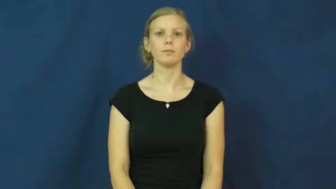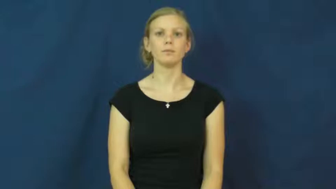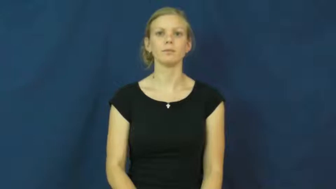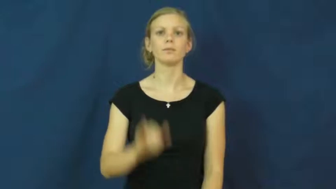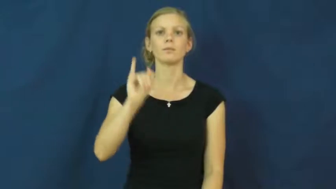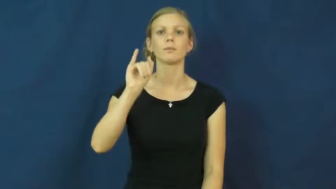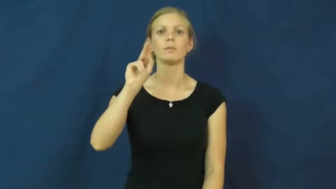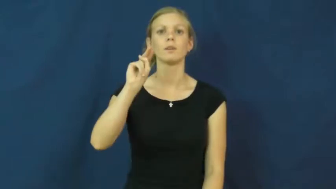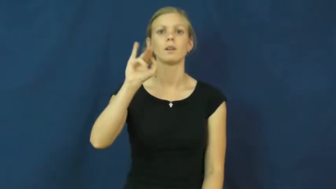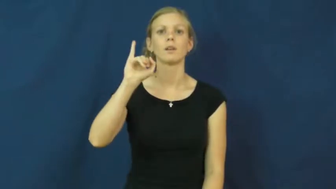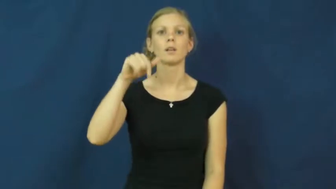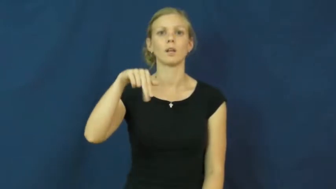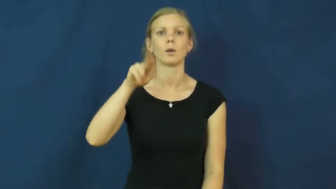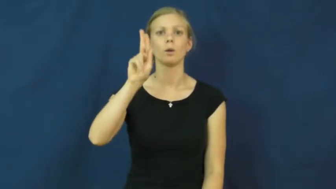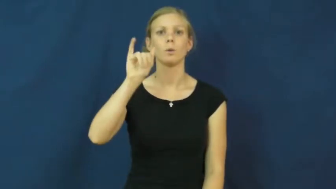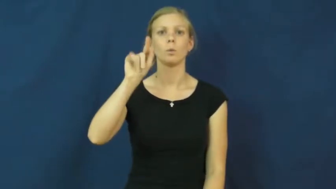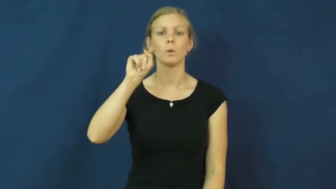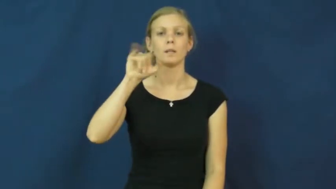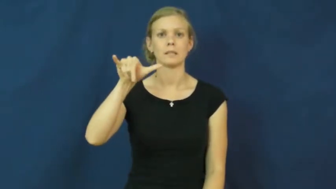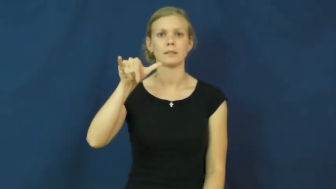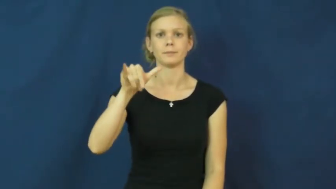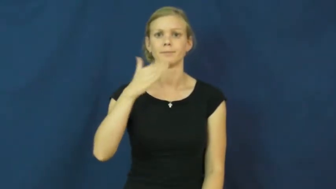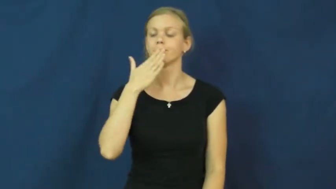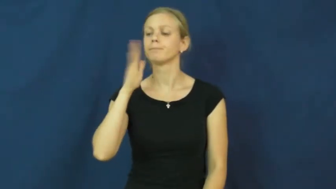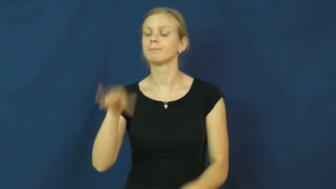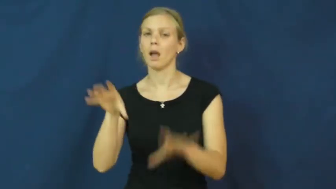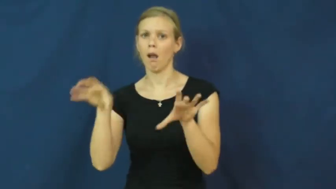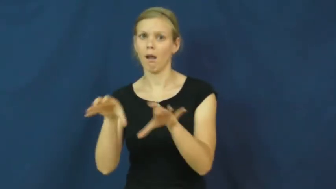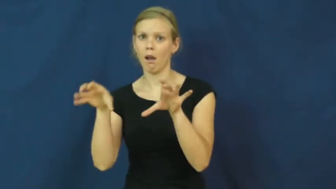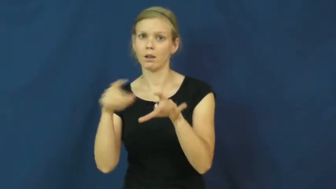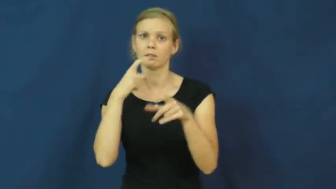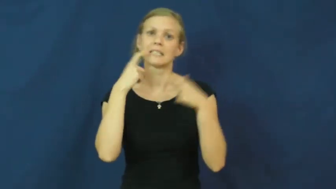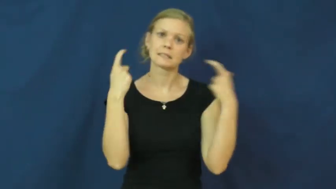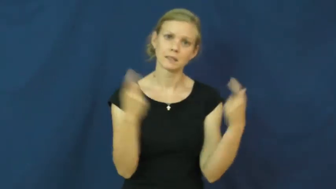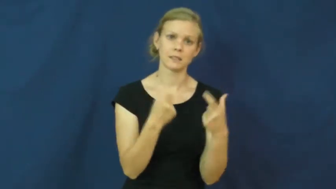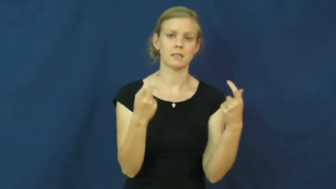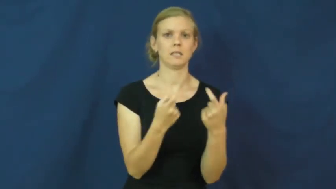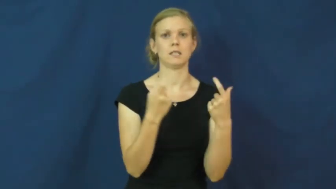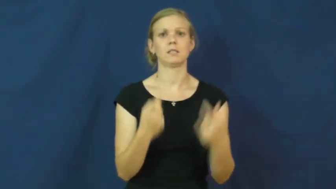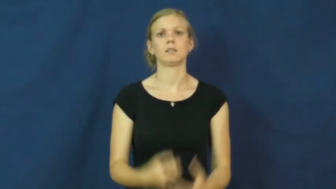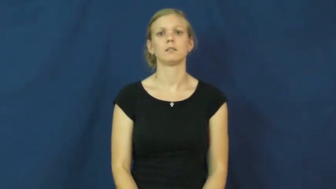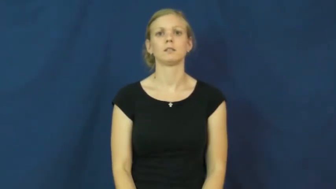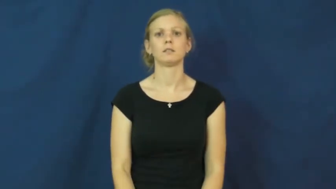iniquity